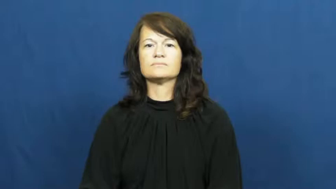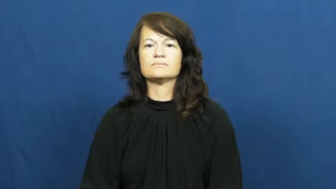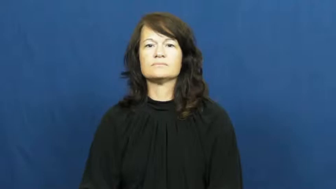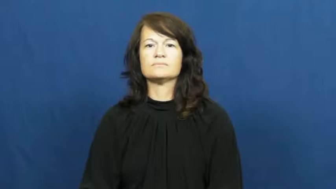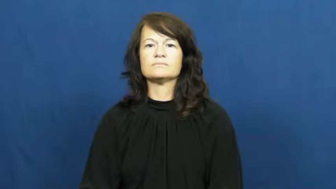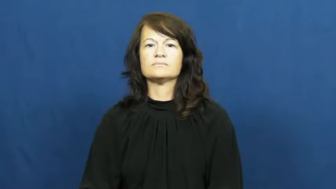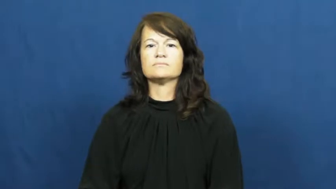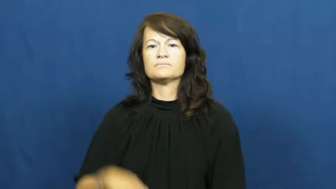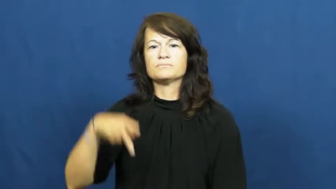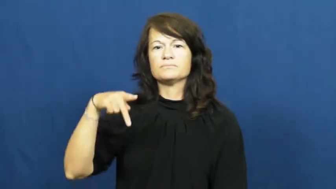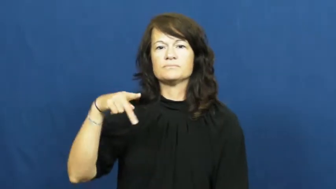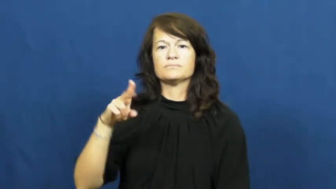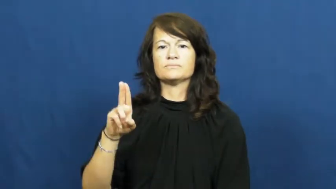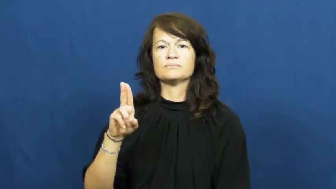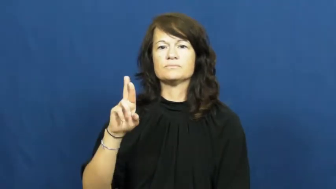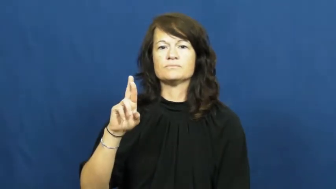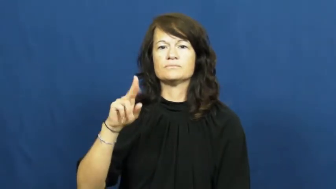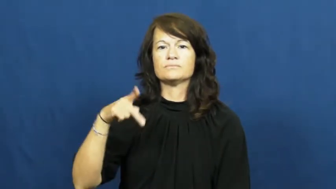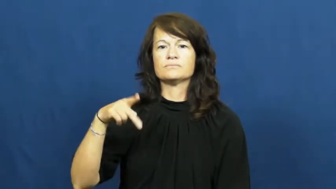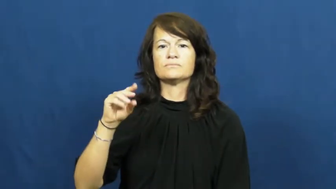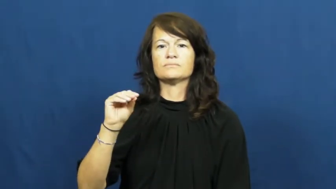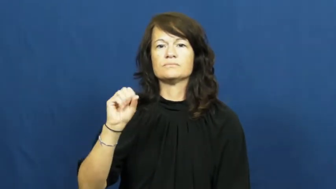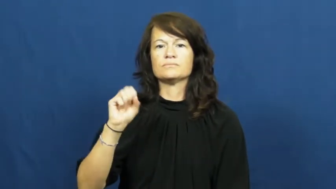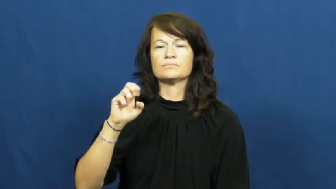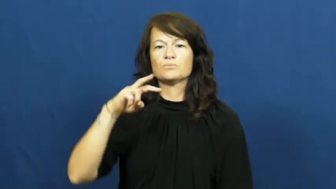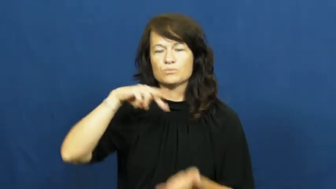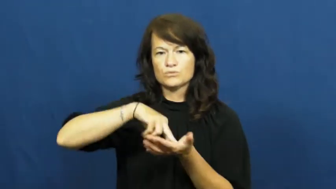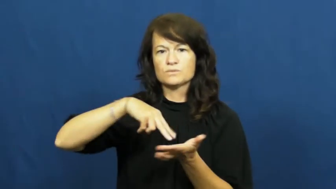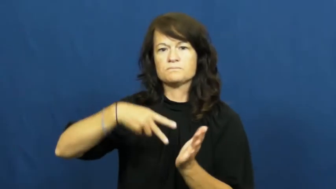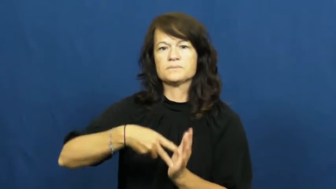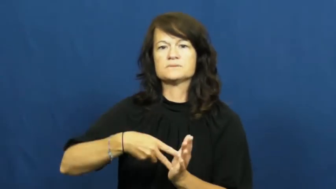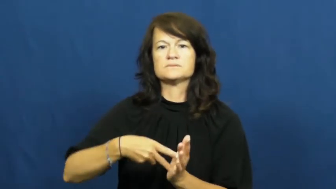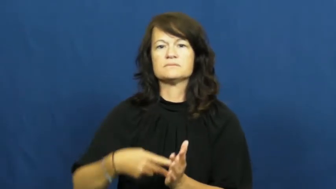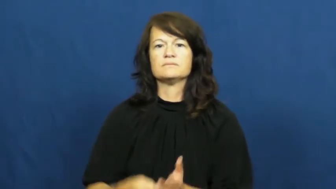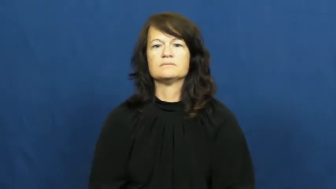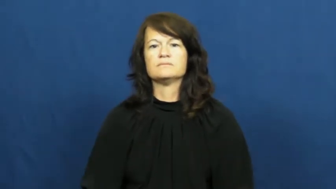purpose